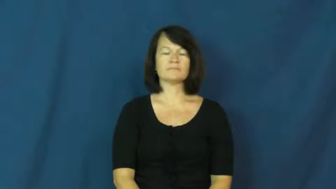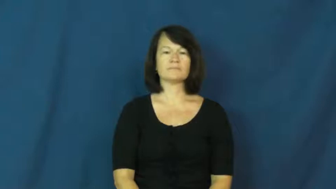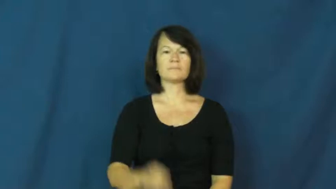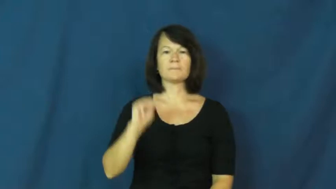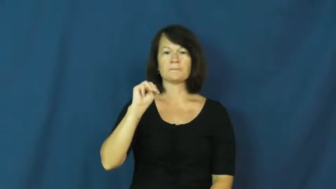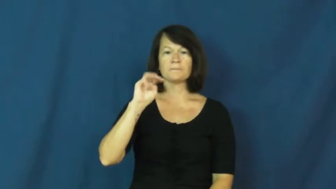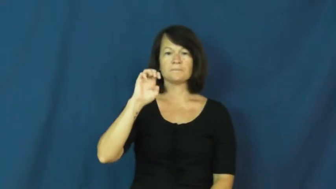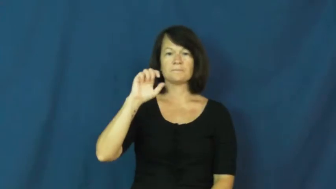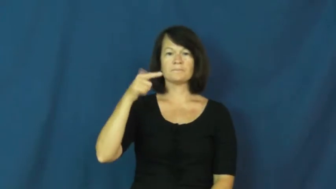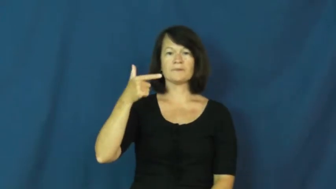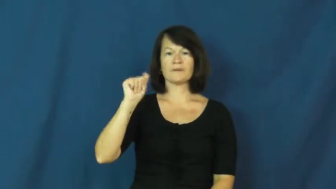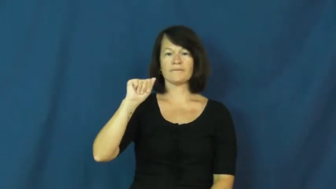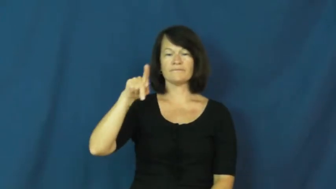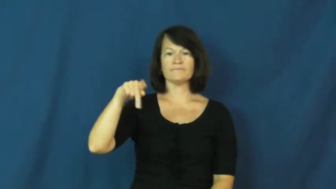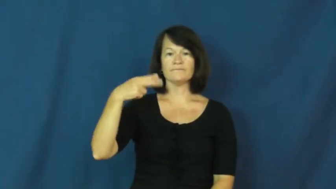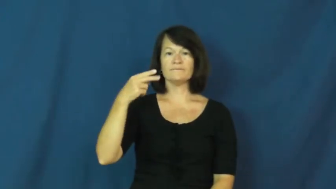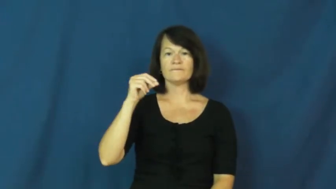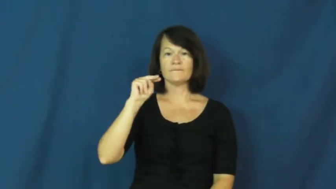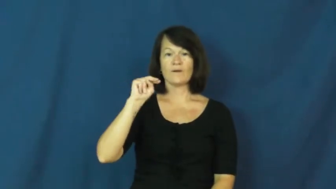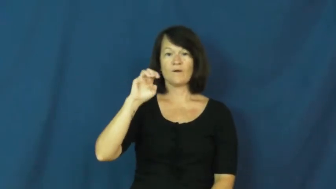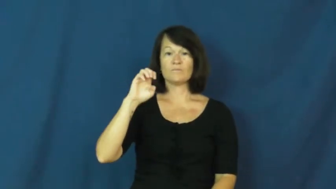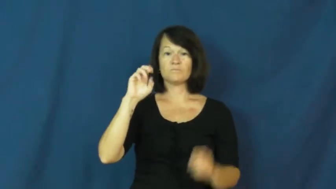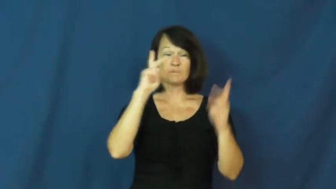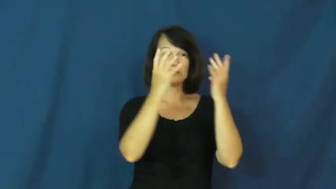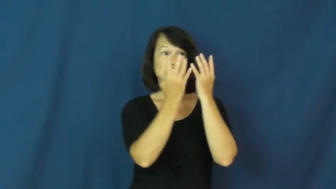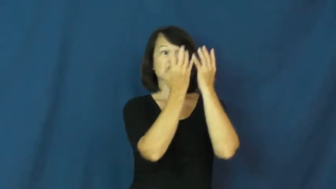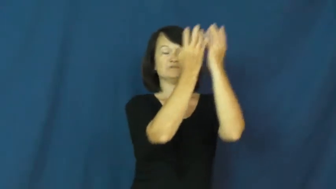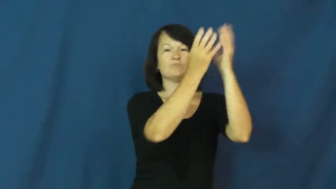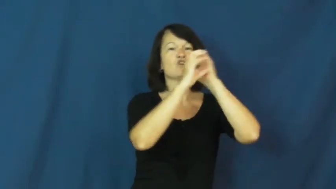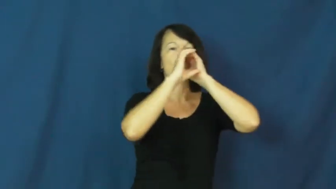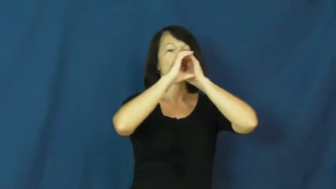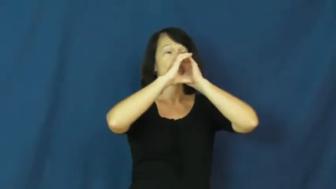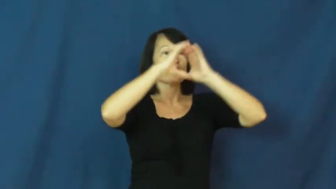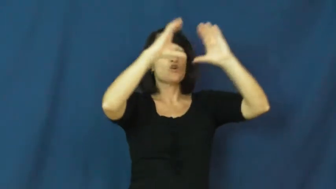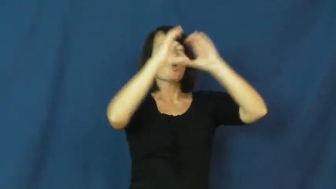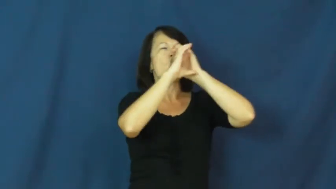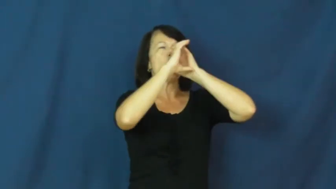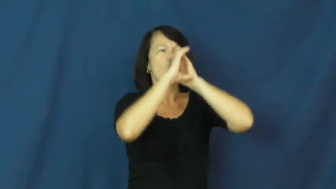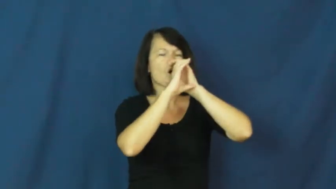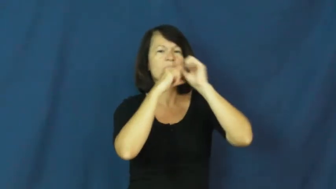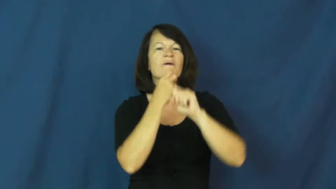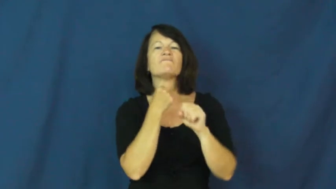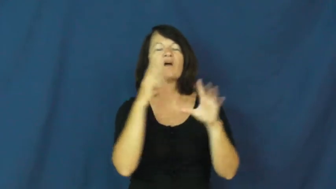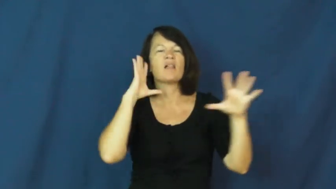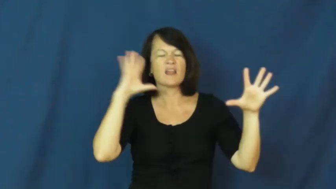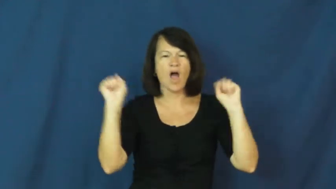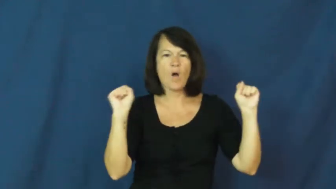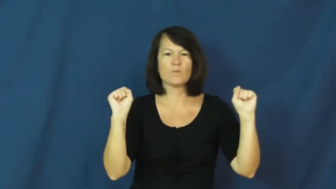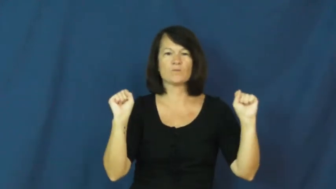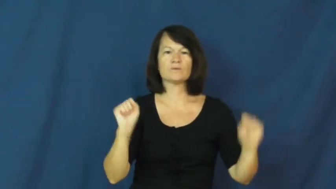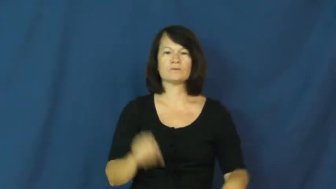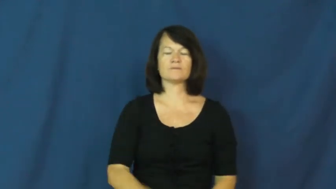megaphone